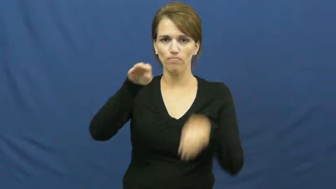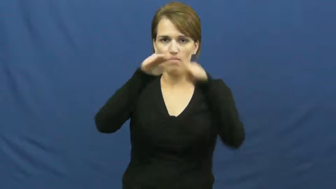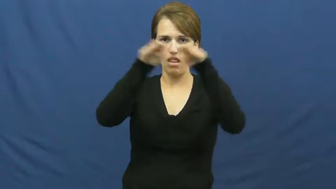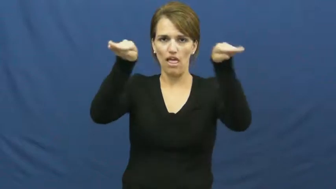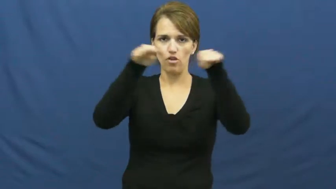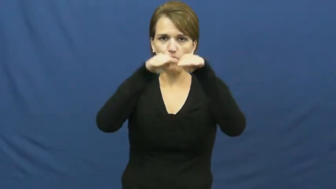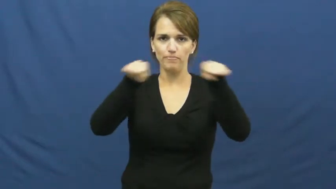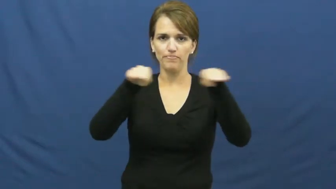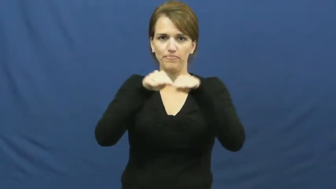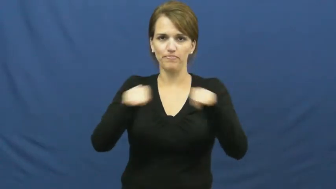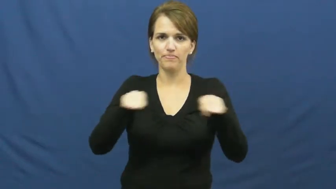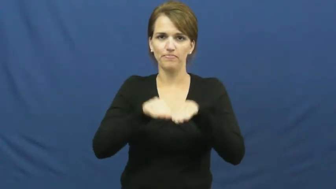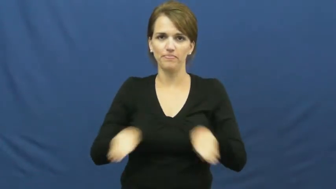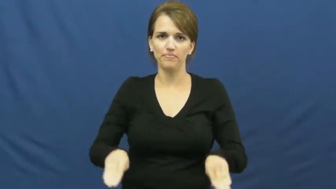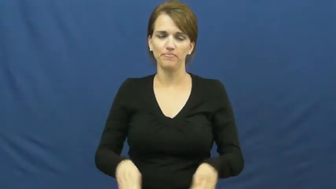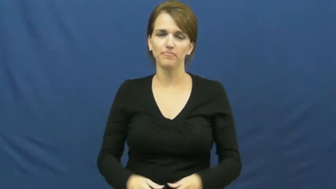story,floor-building